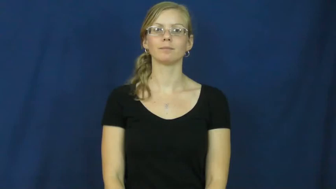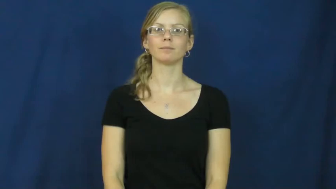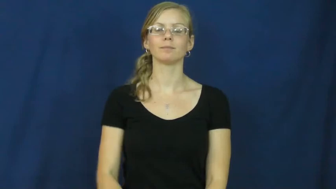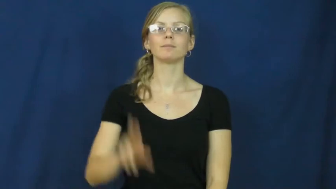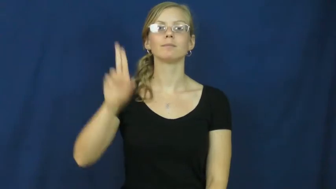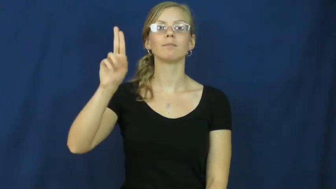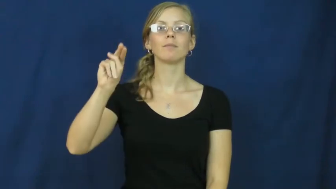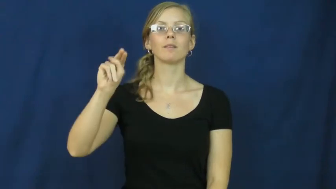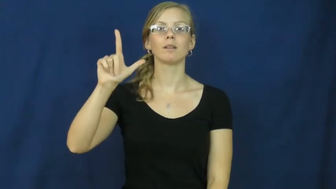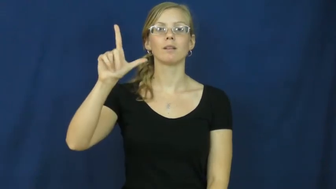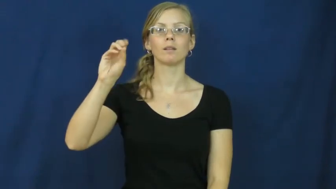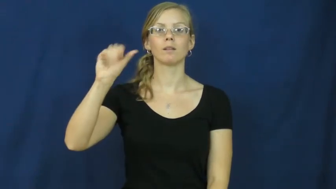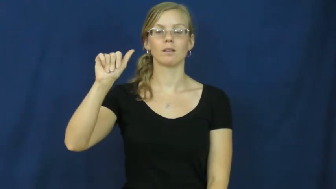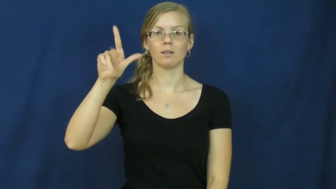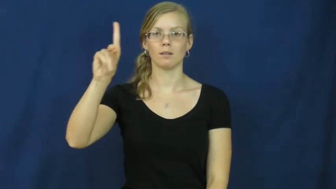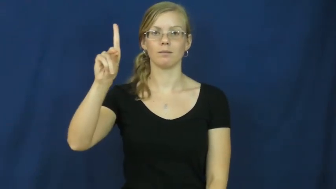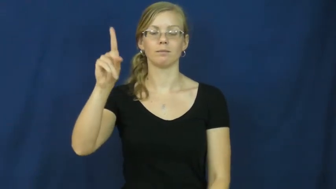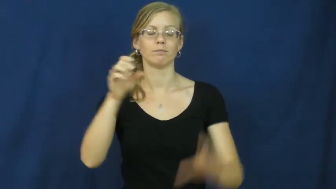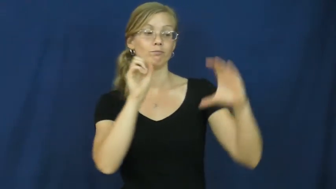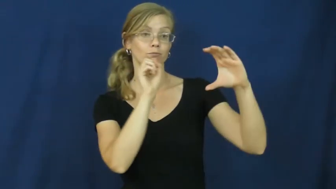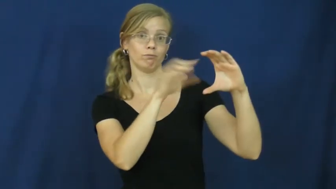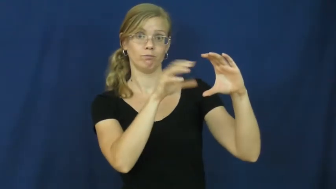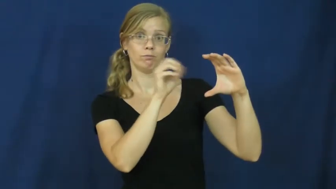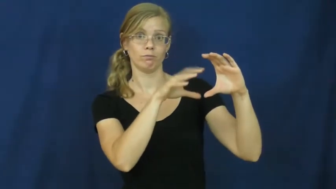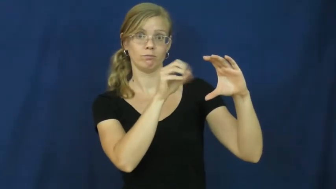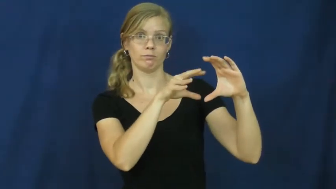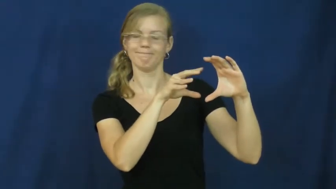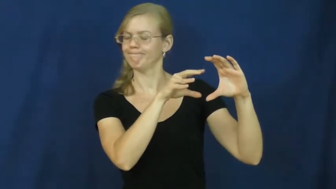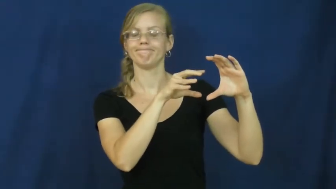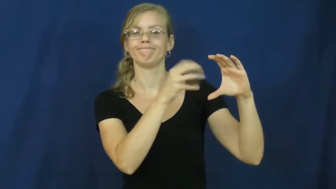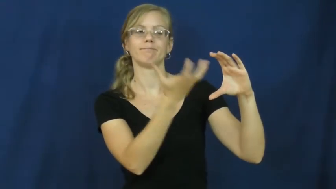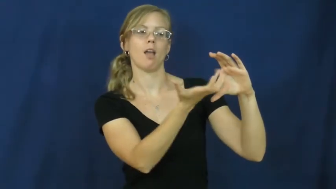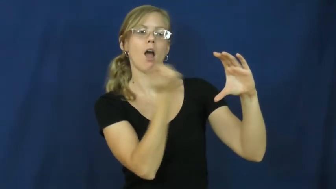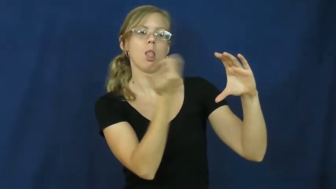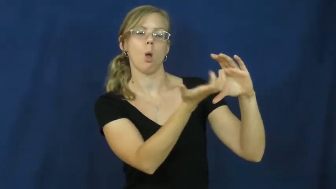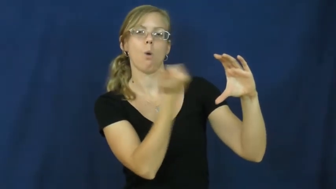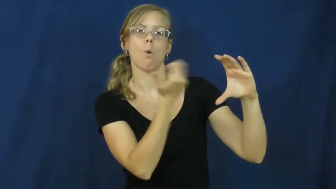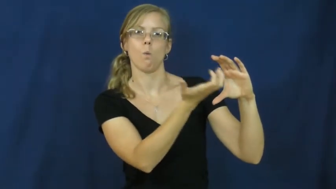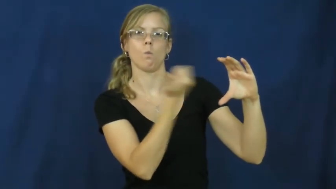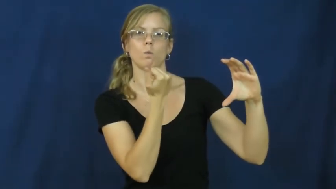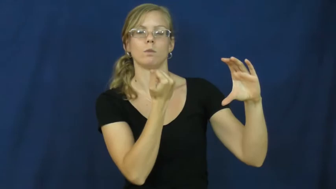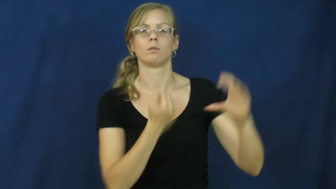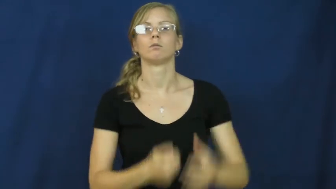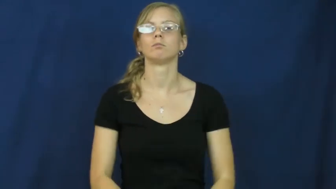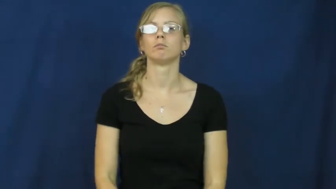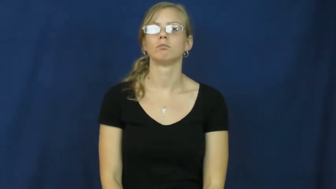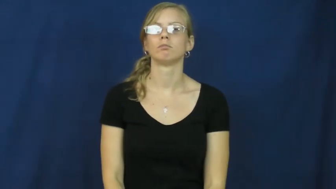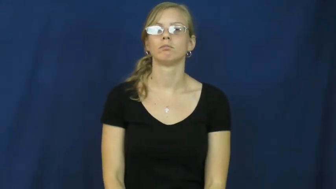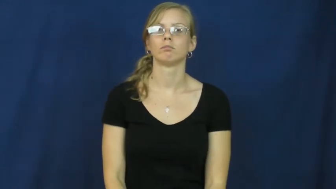unload